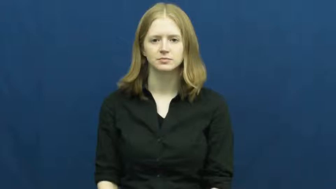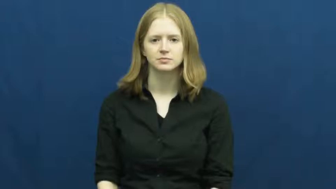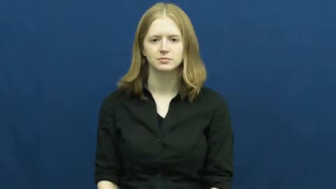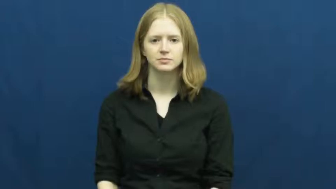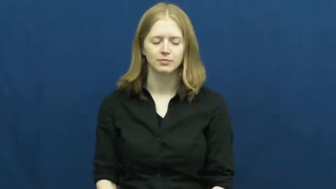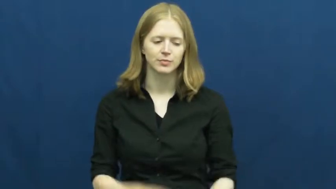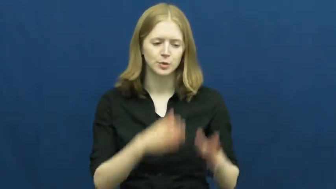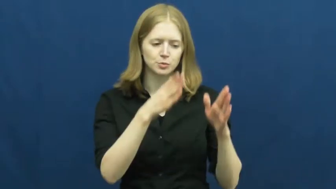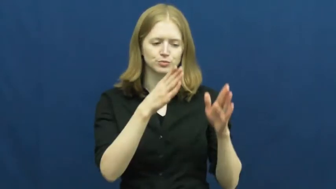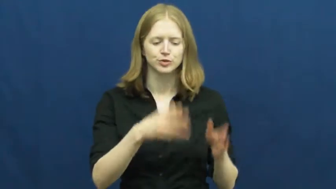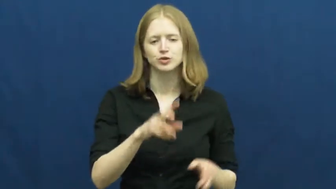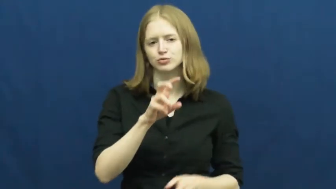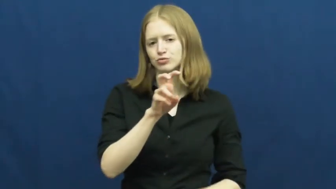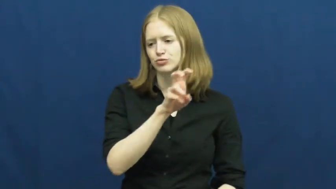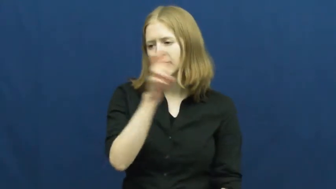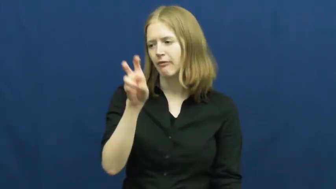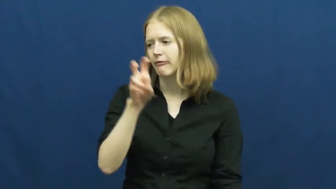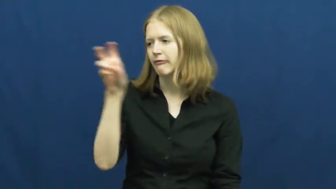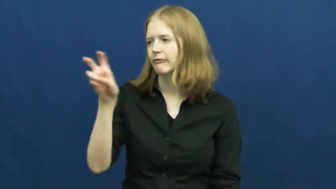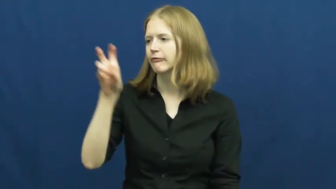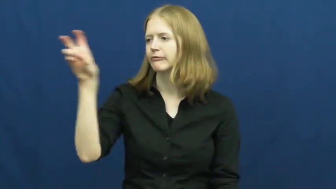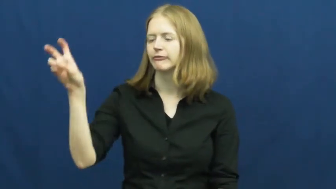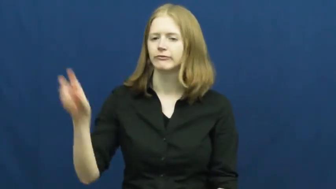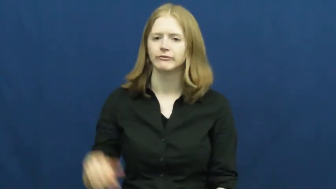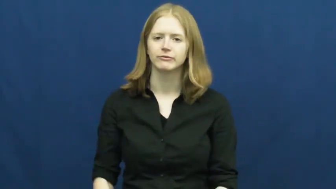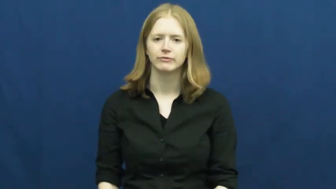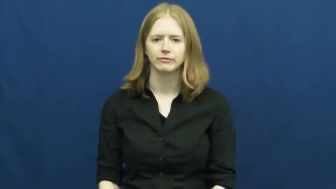traveler,journeyer,junketeer,trekker